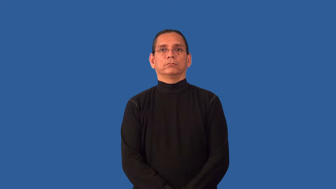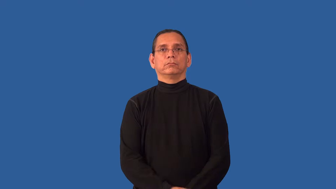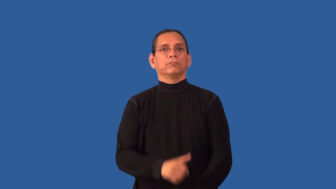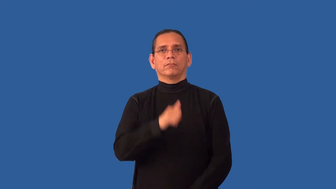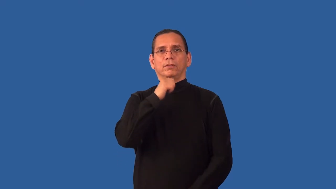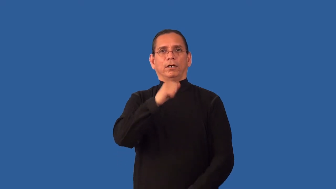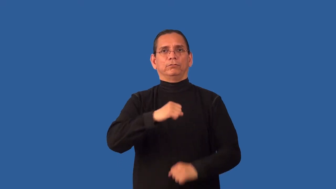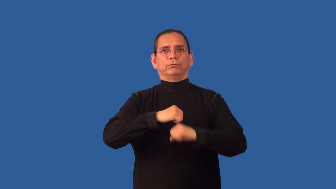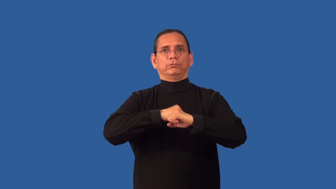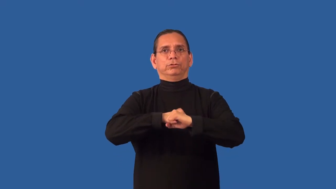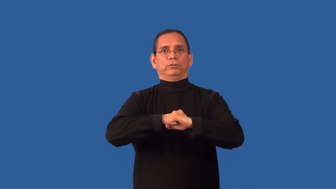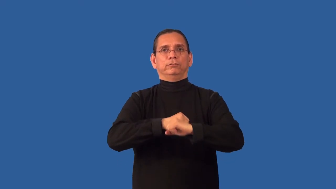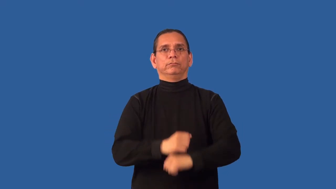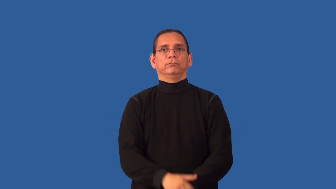unsecured